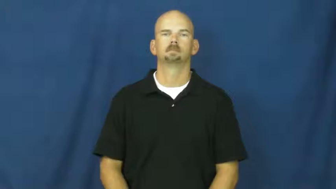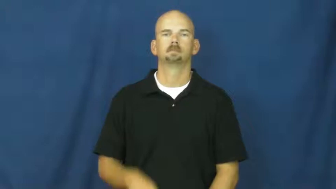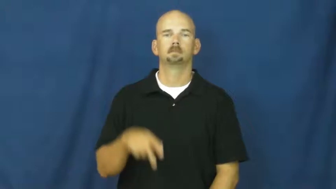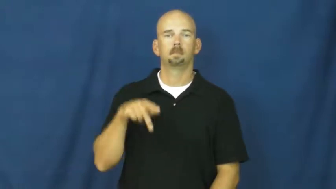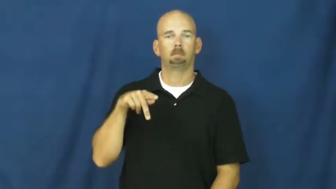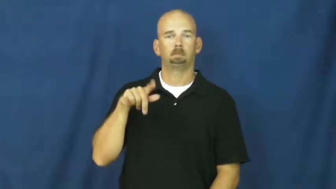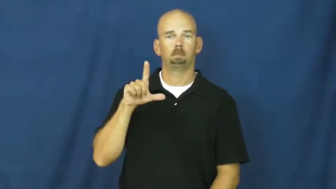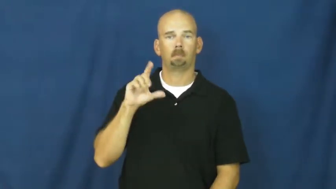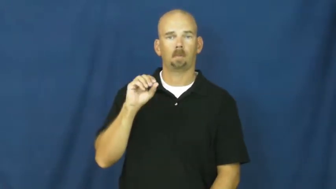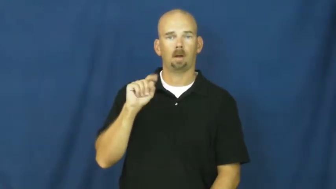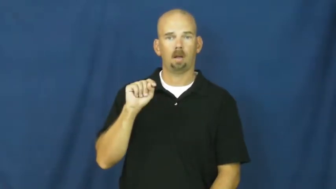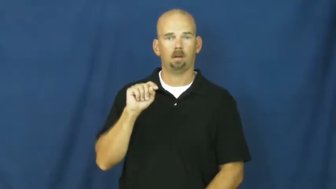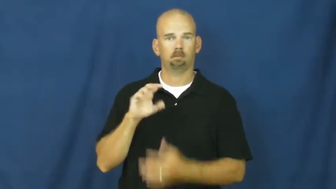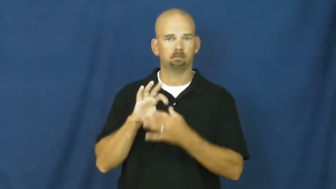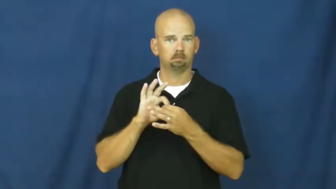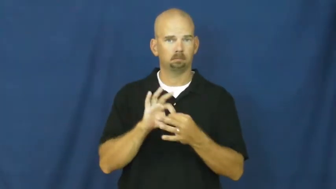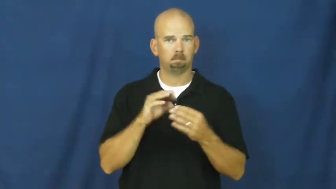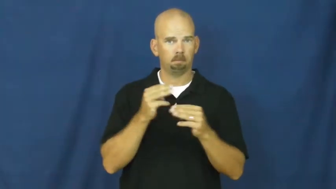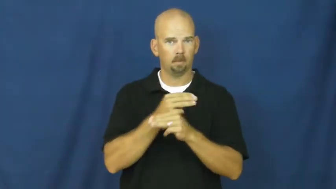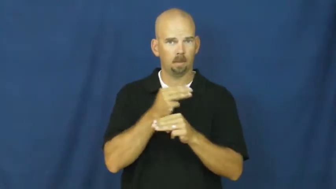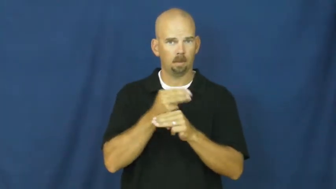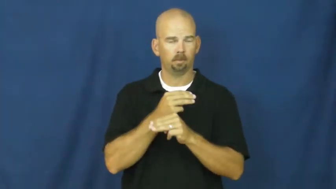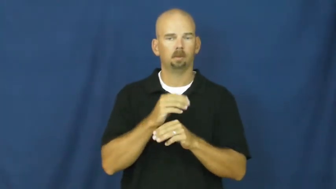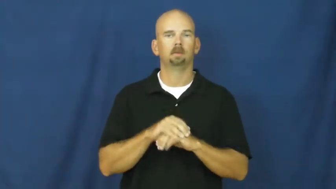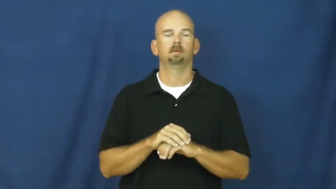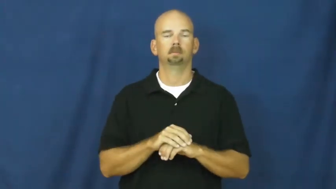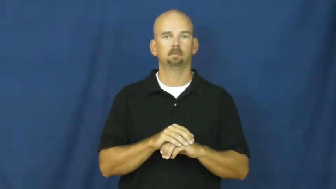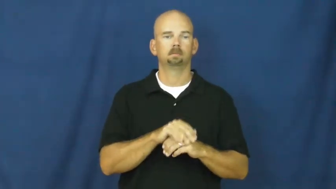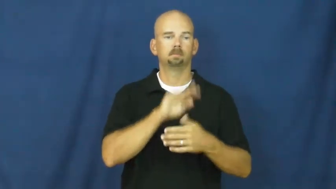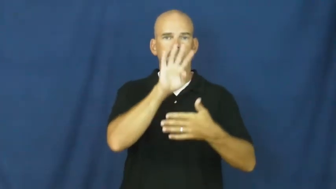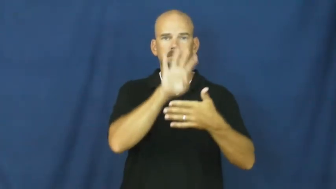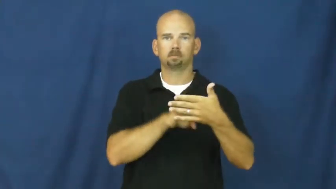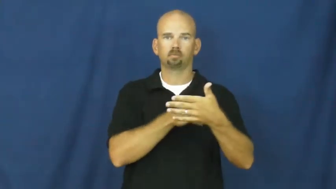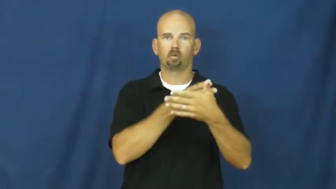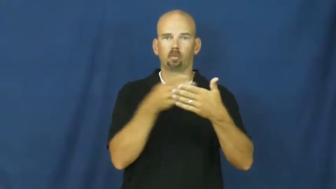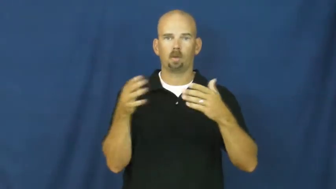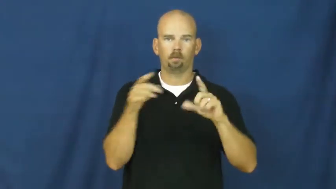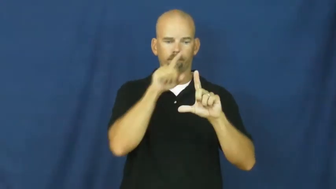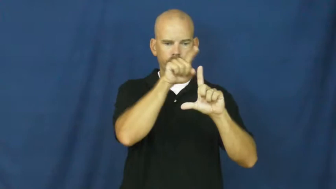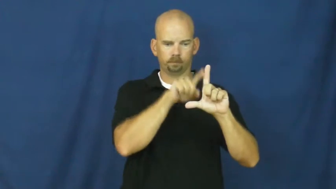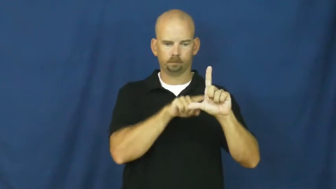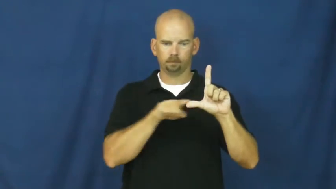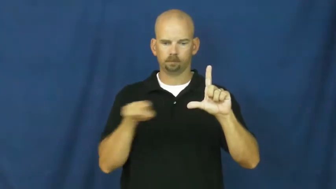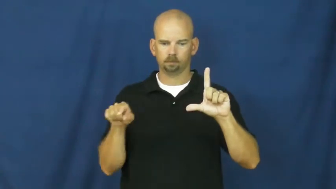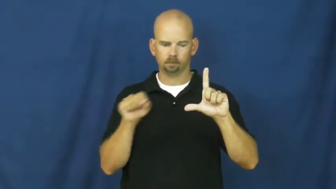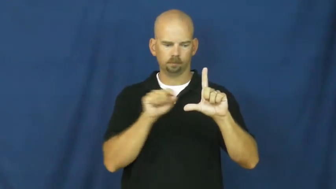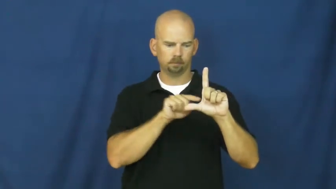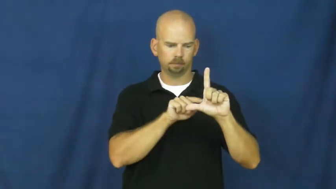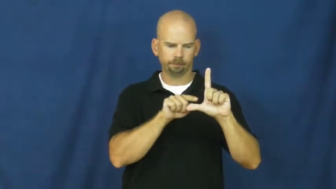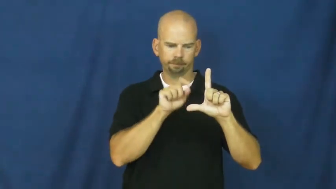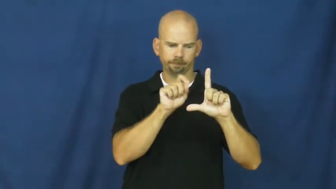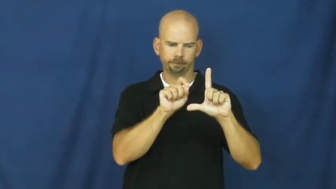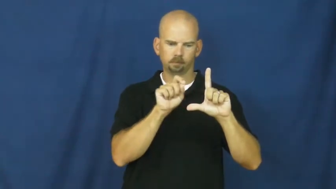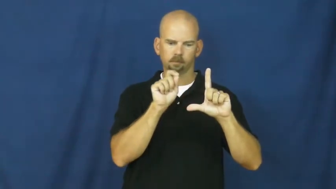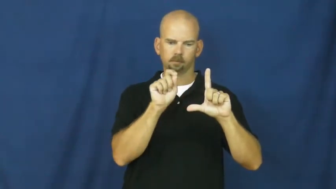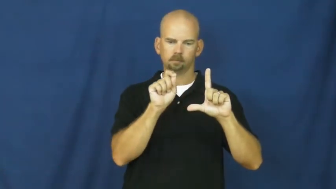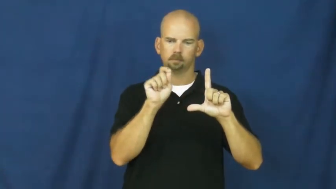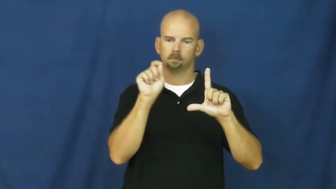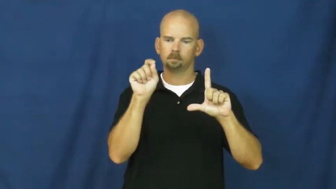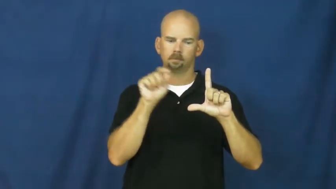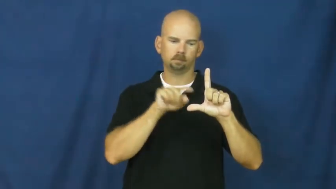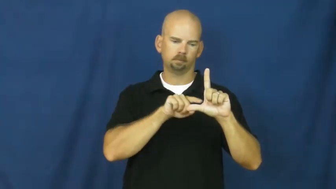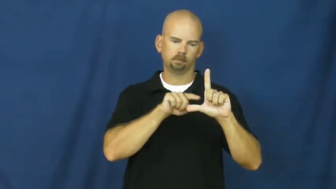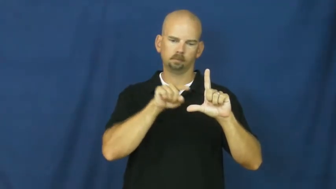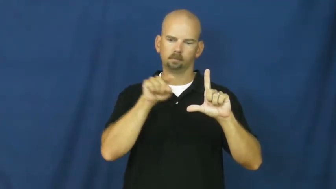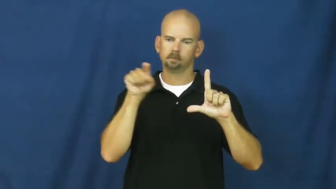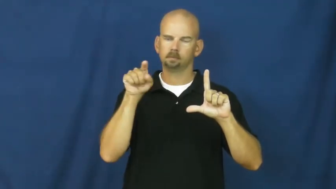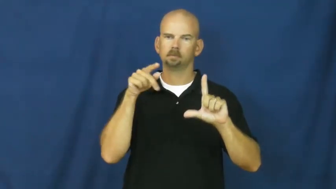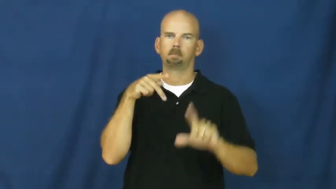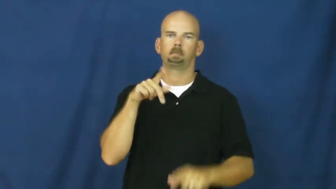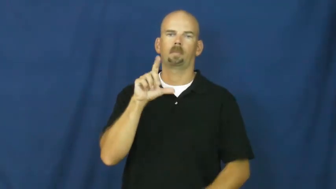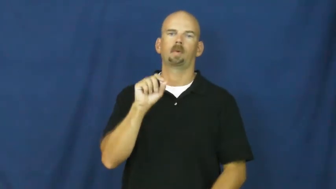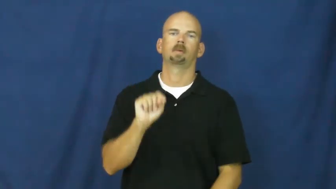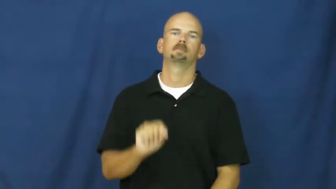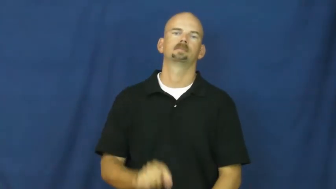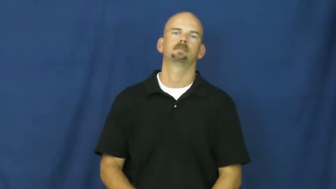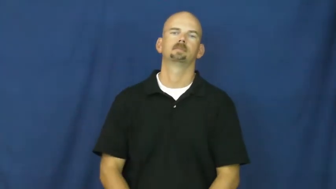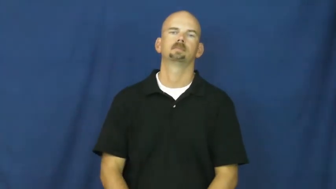plot-math